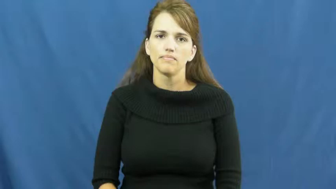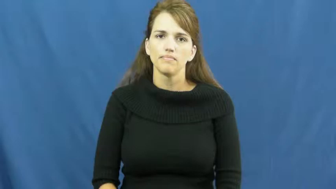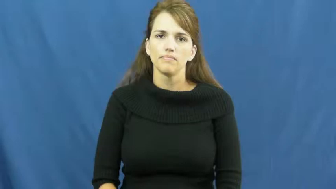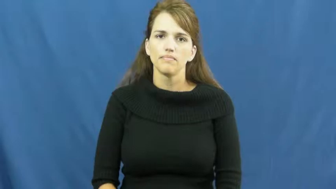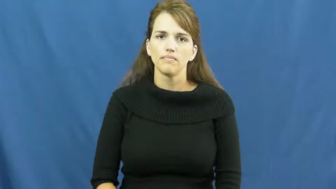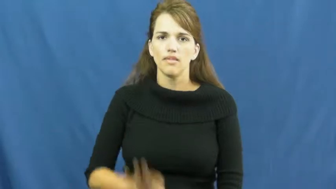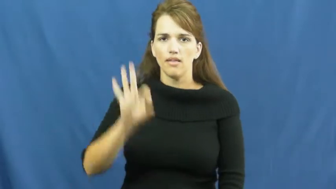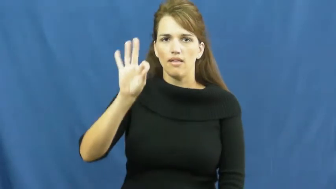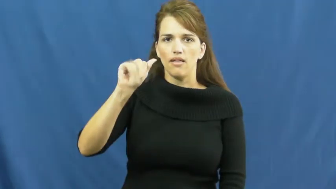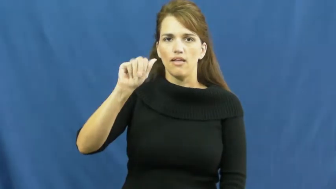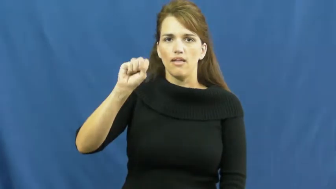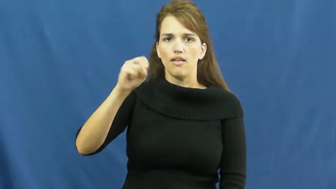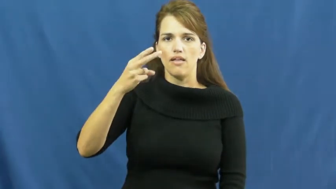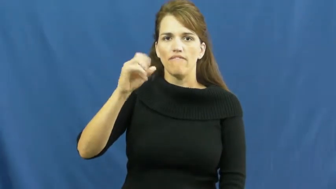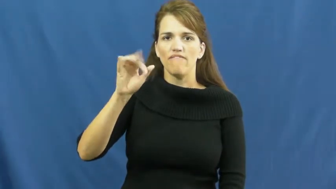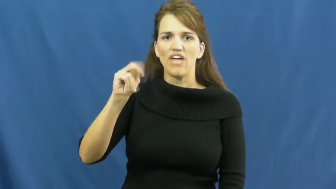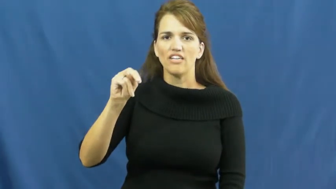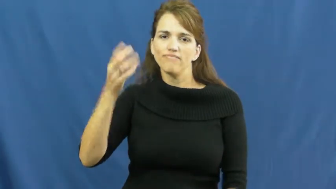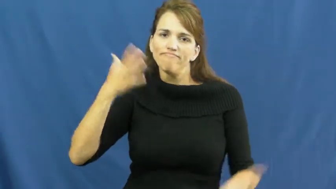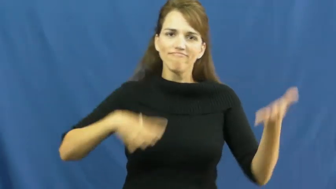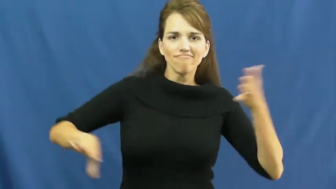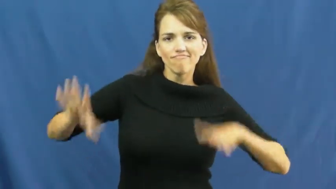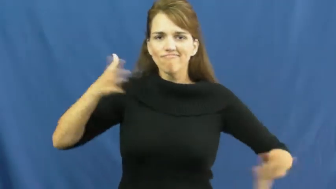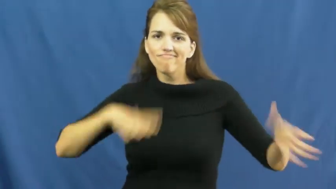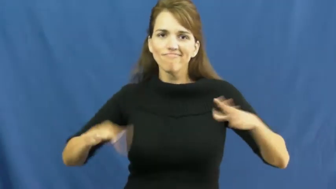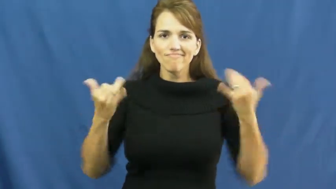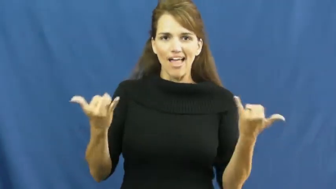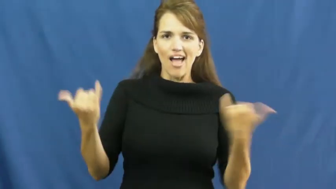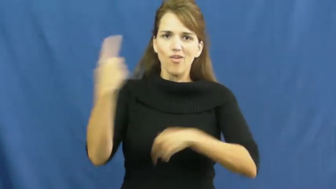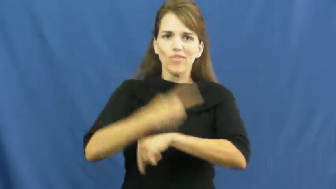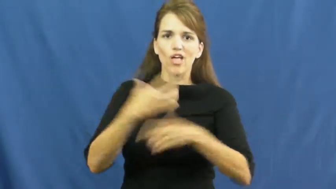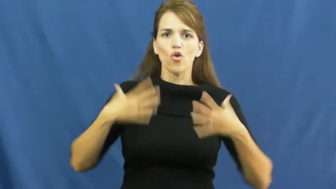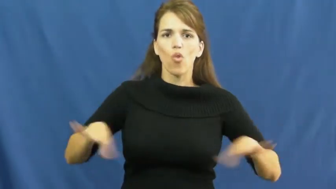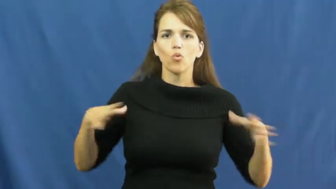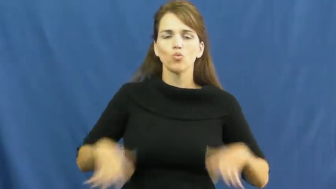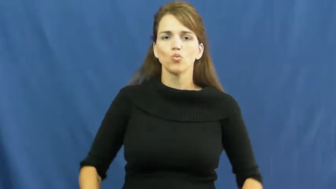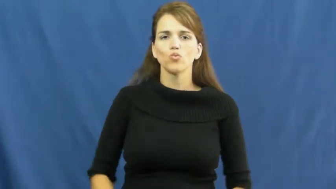fashion-clothes today